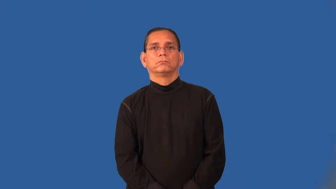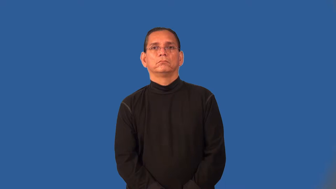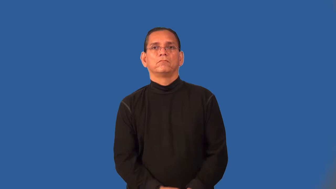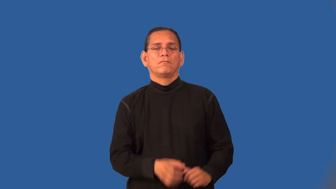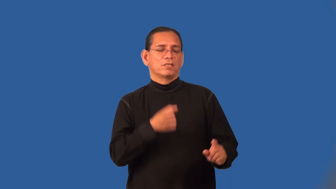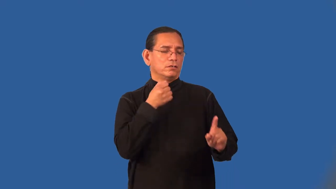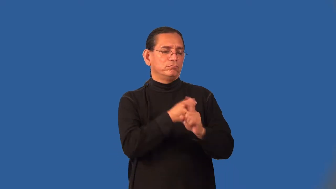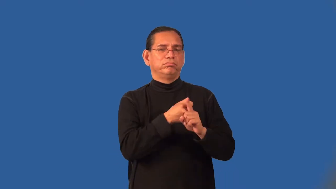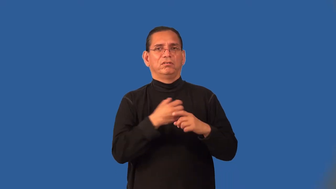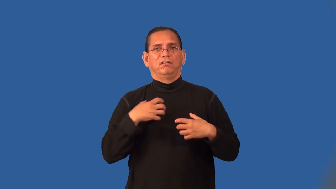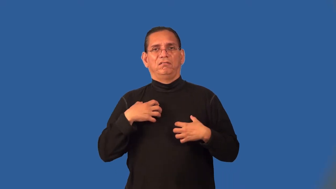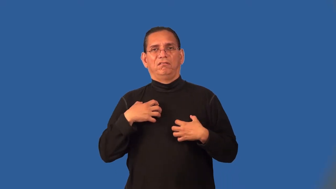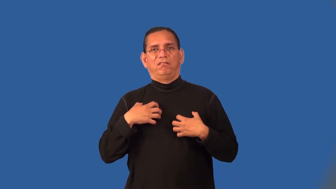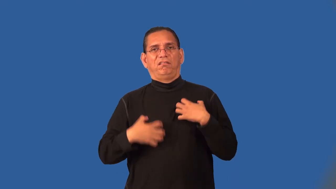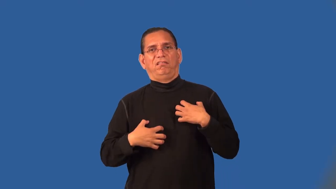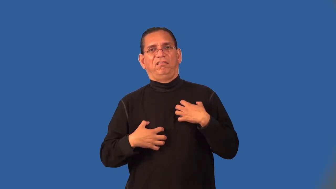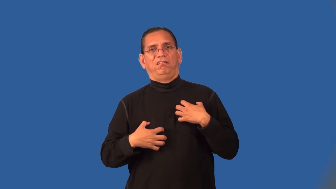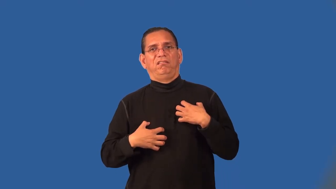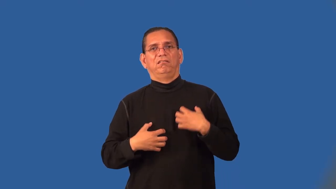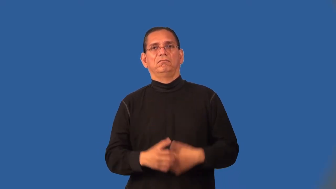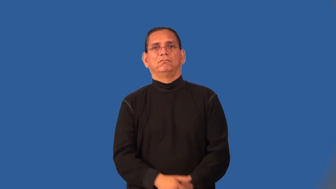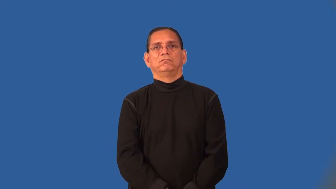pang